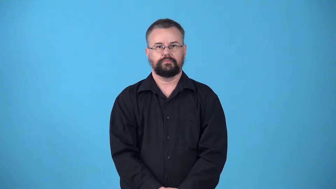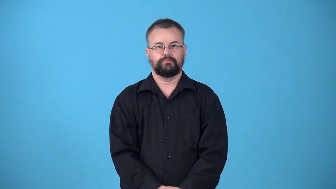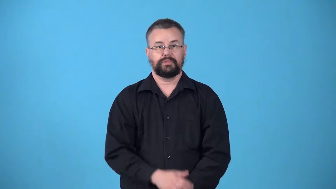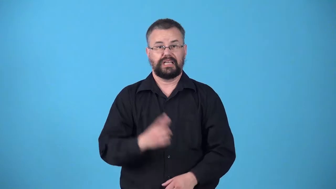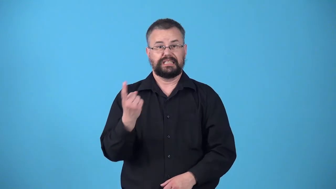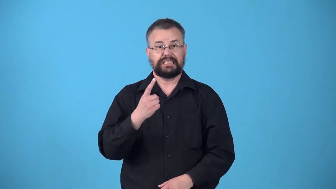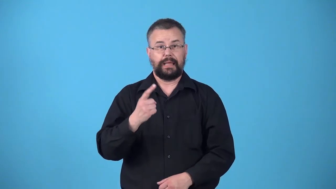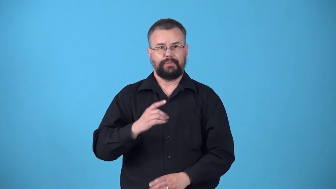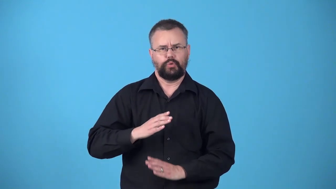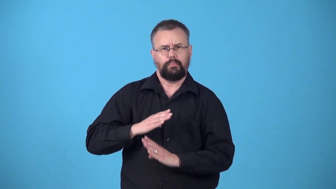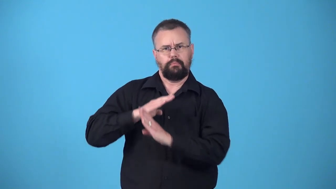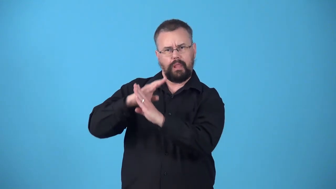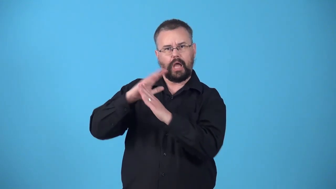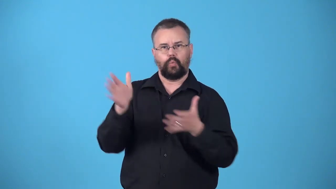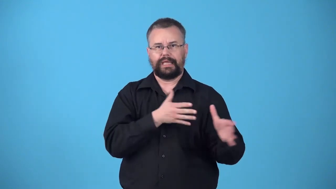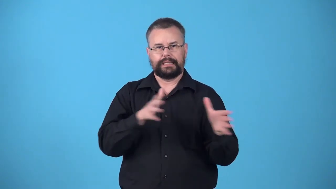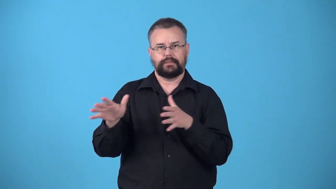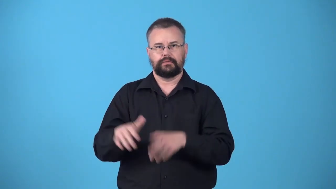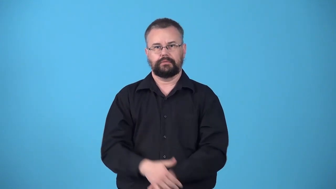windbreak